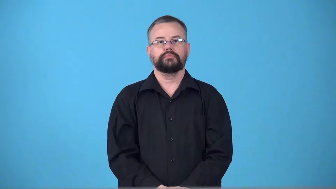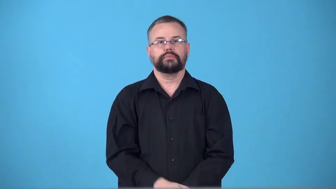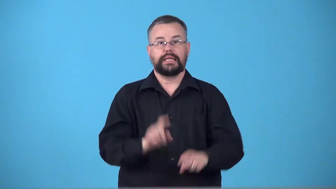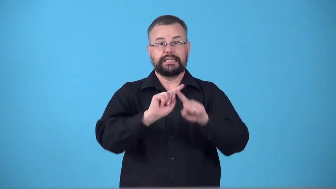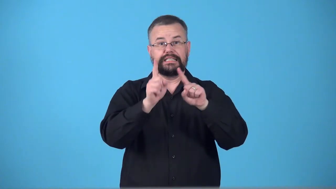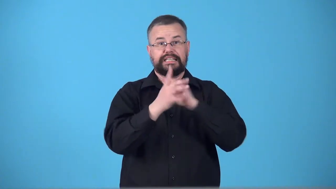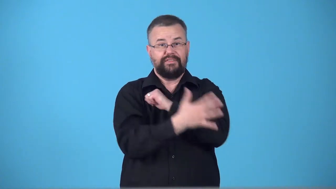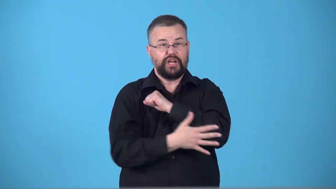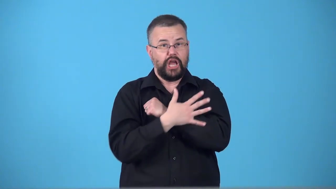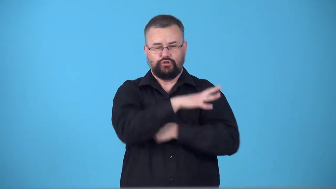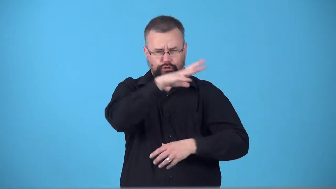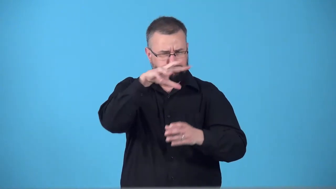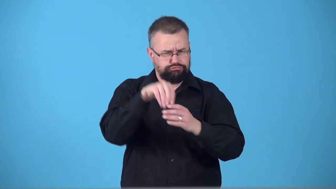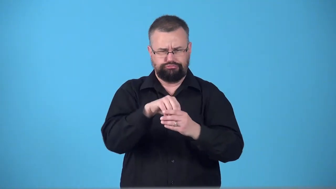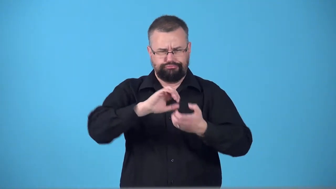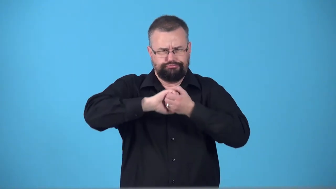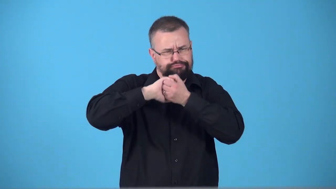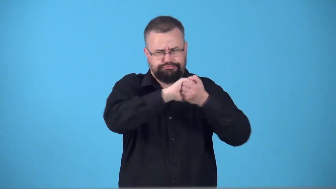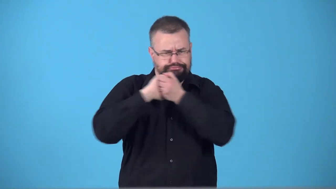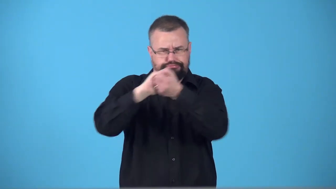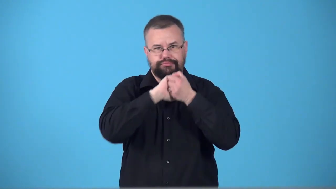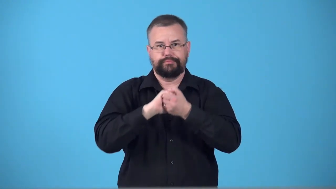supranational